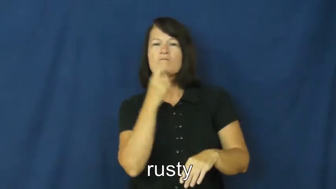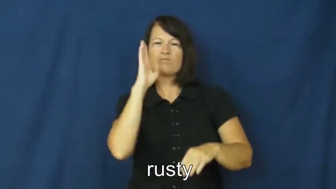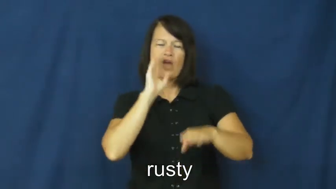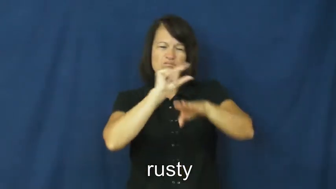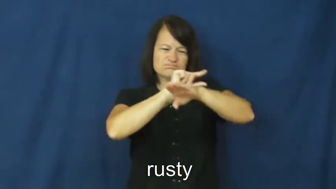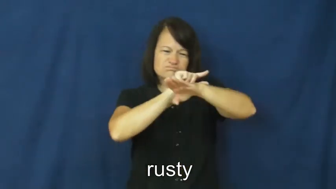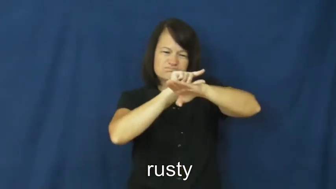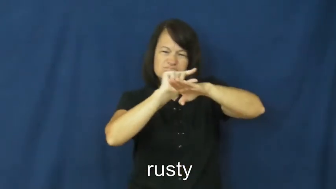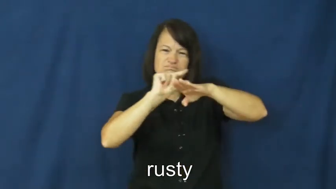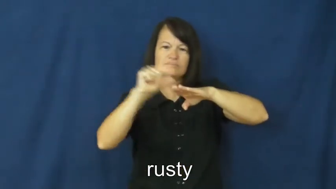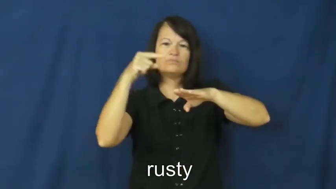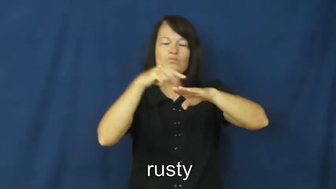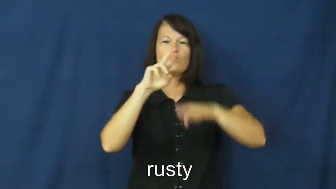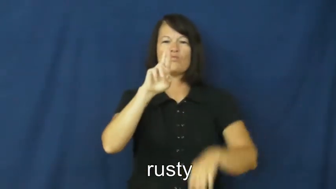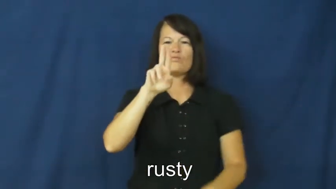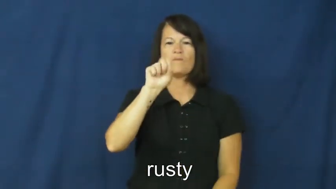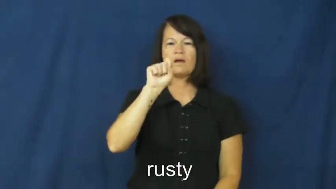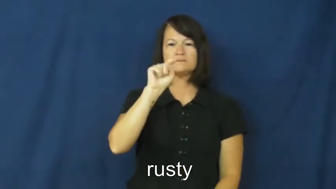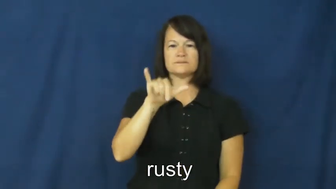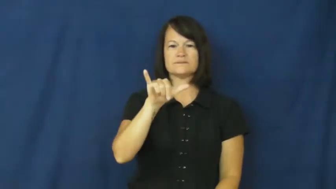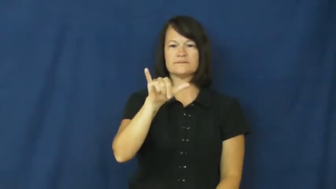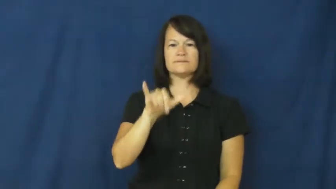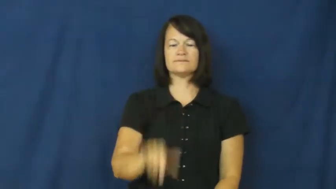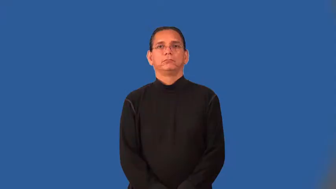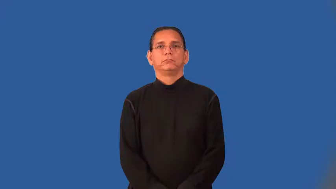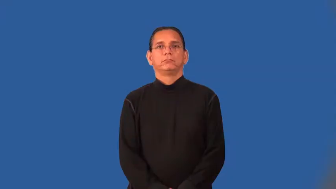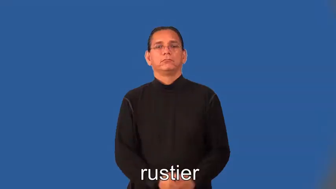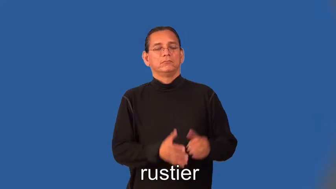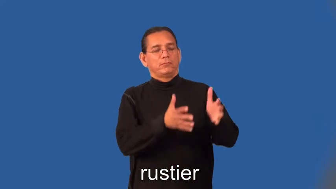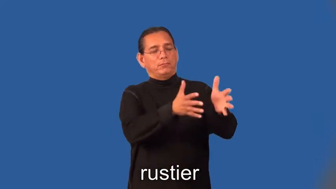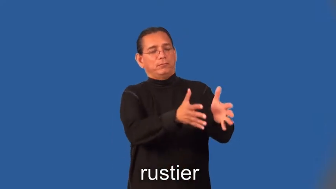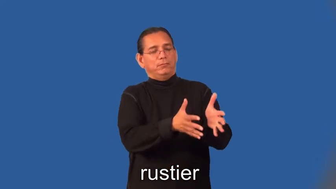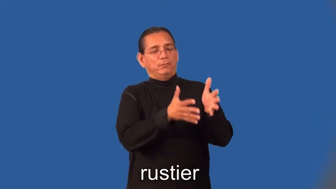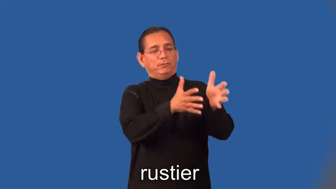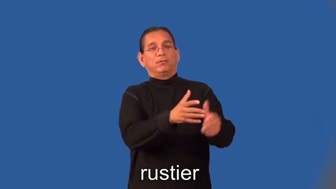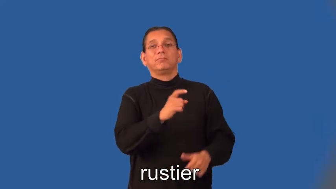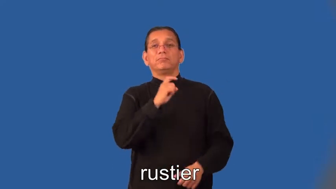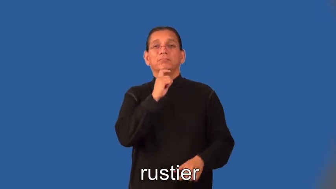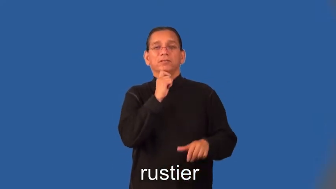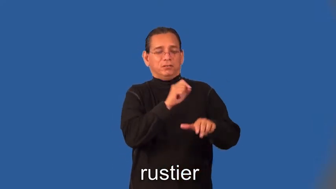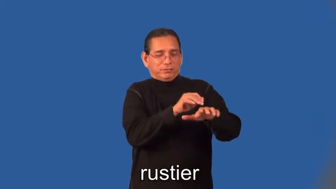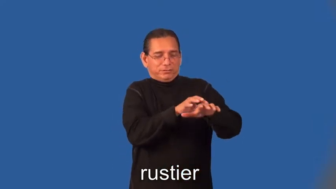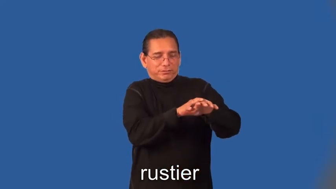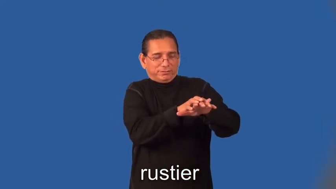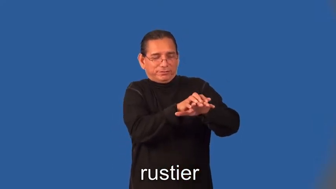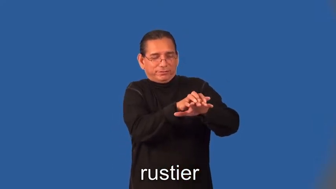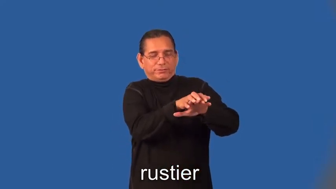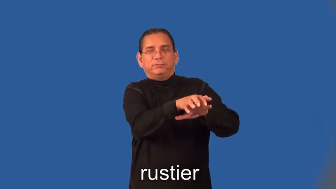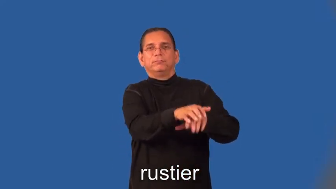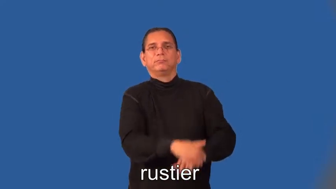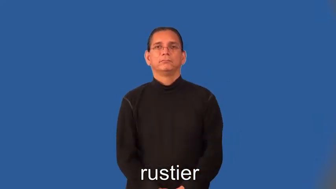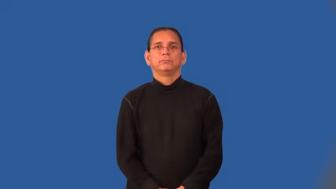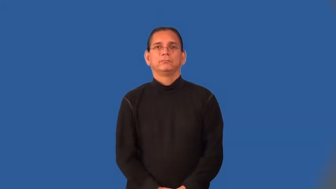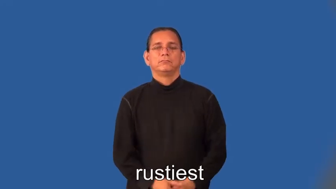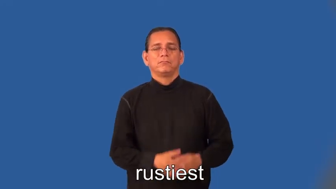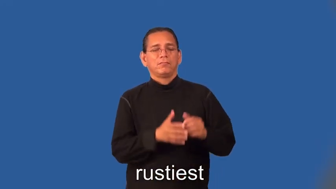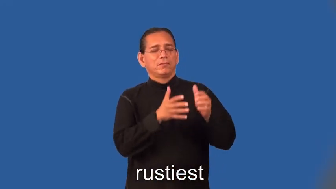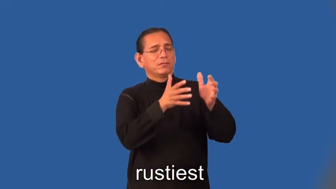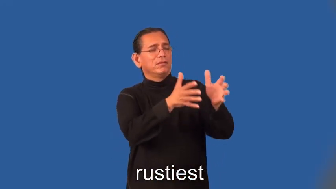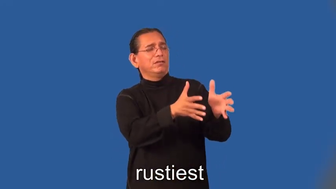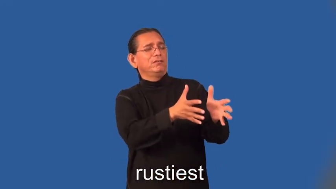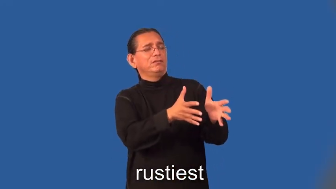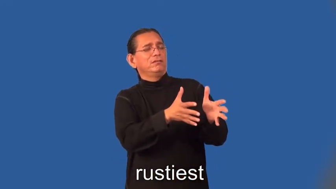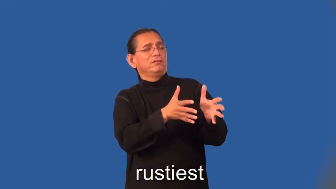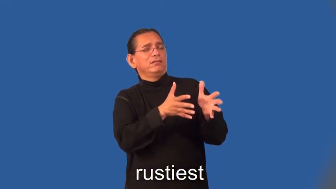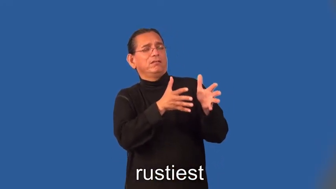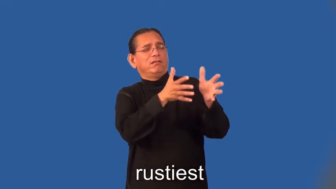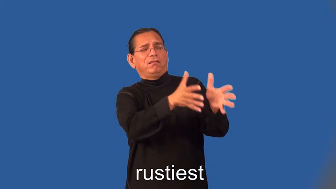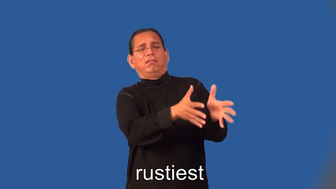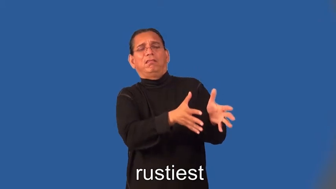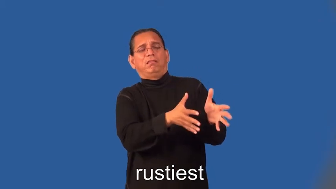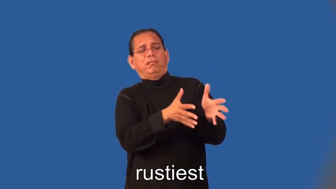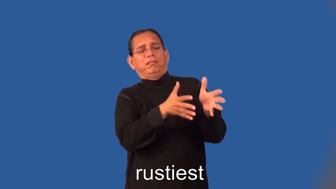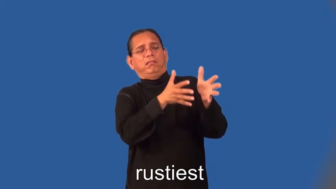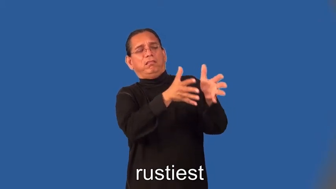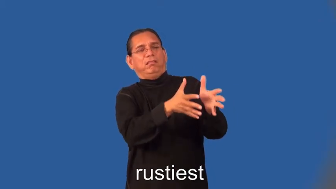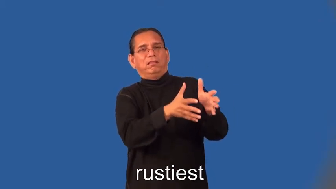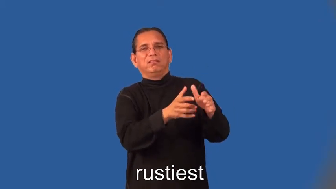rustier,rustiest-metal